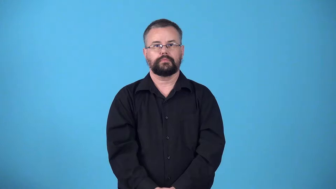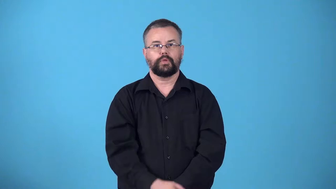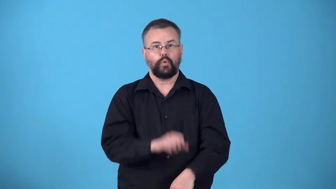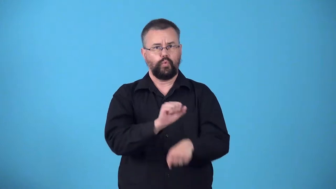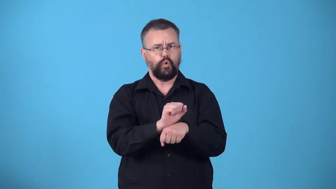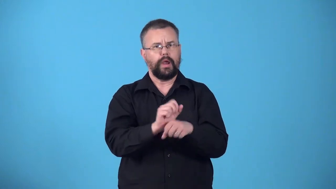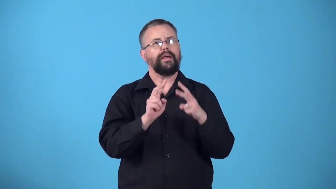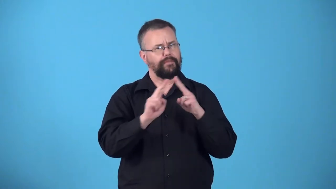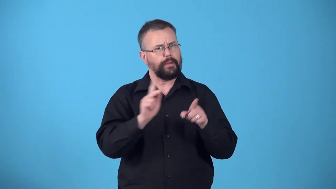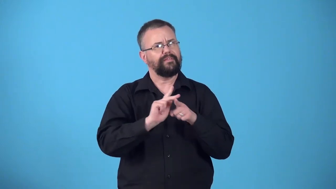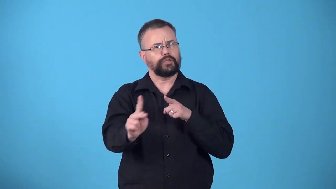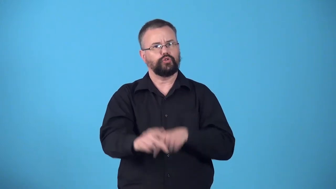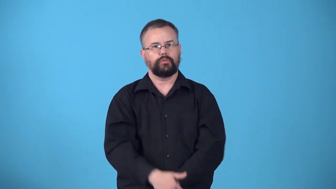workmanlike-done like a professional with care